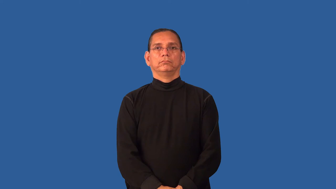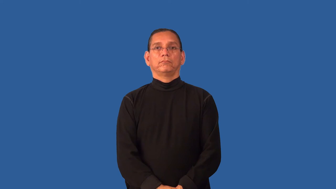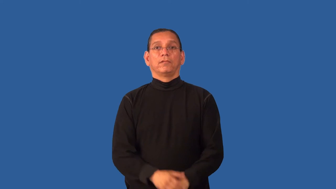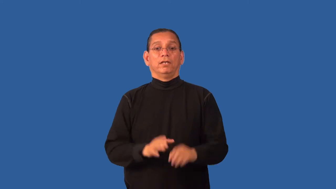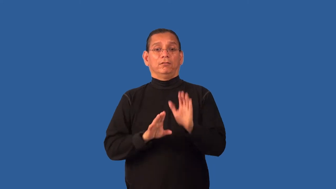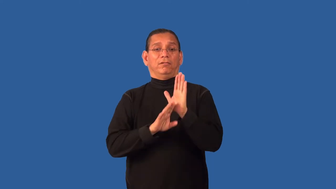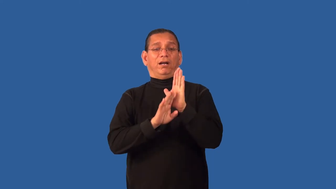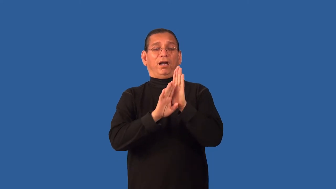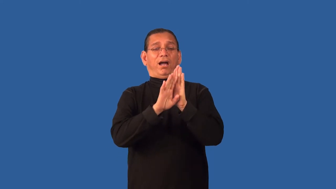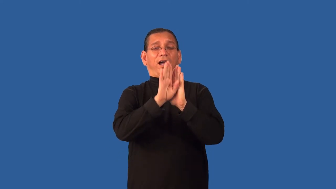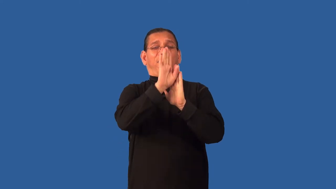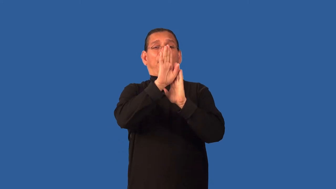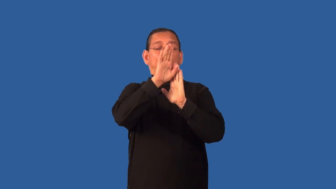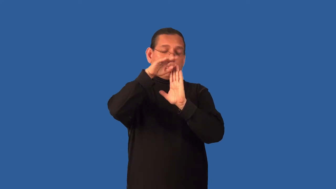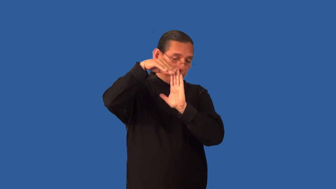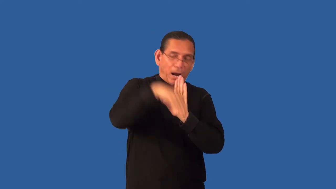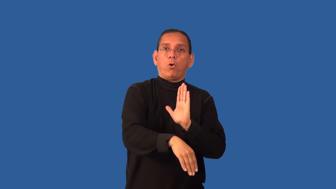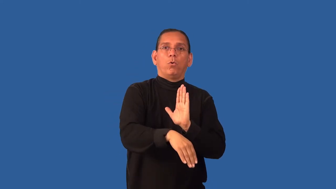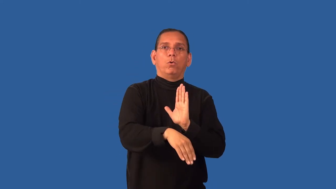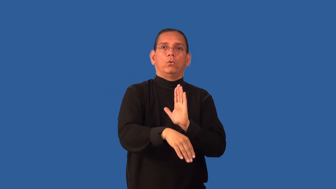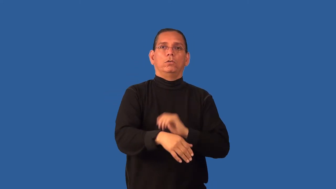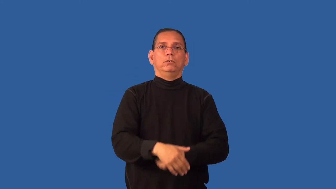downfall